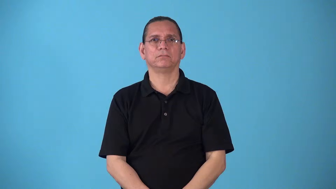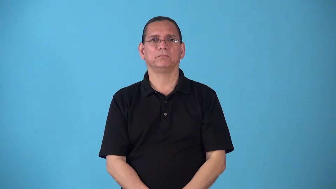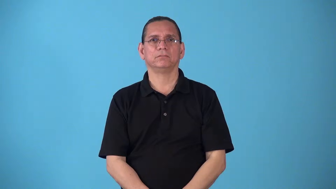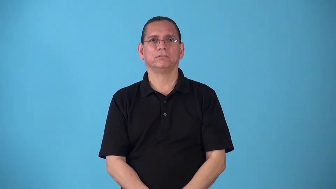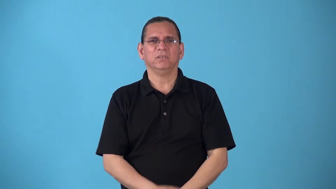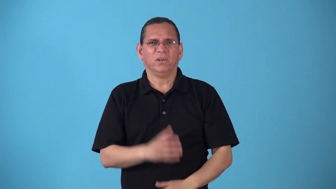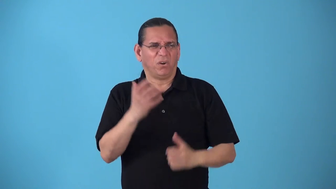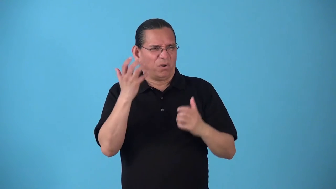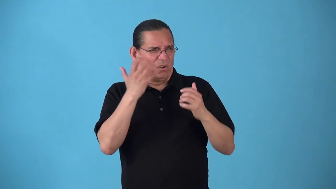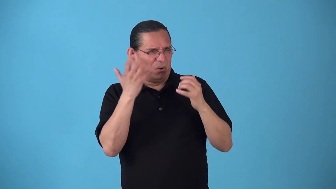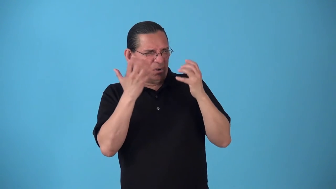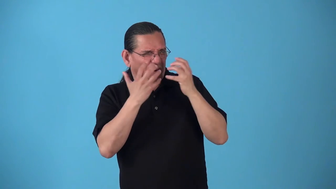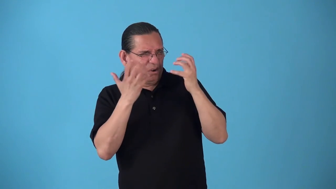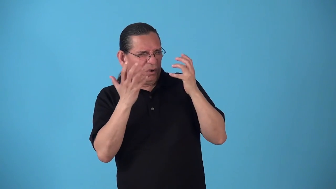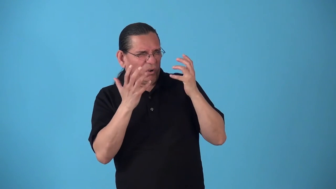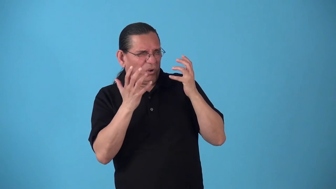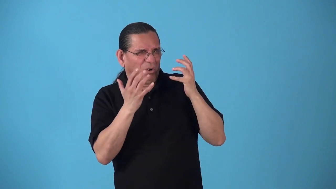unbelievable,terrible